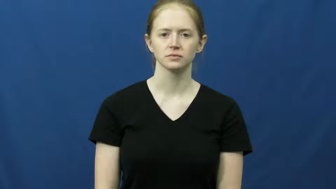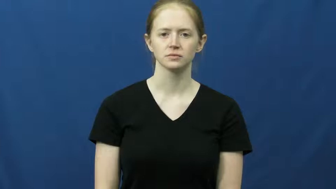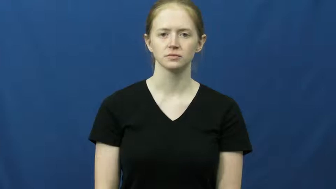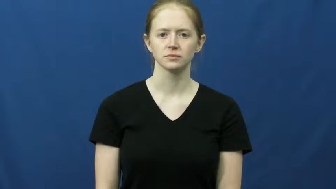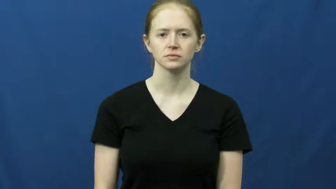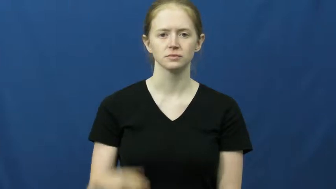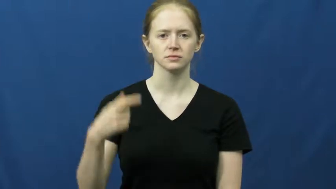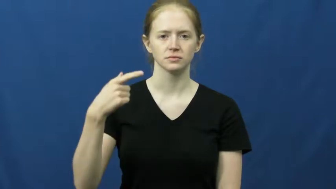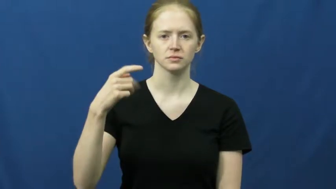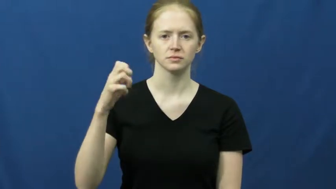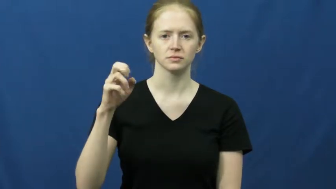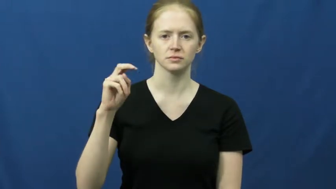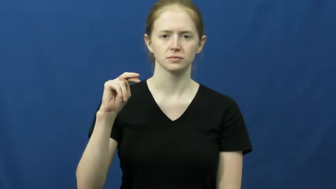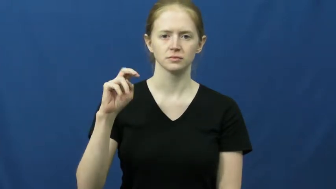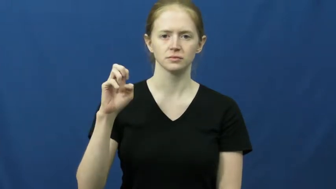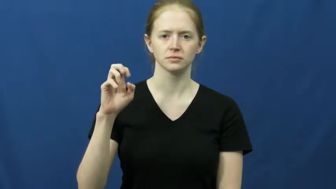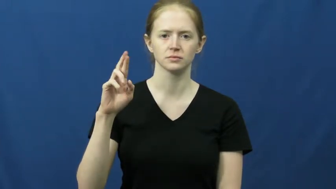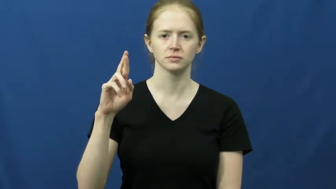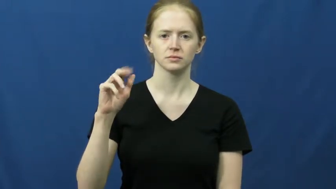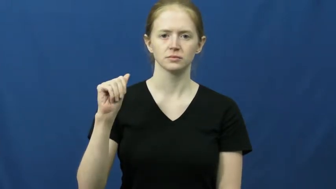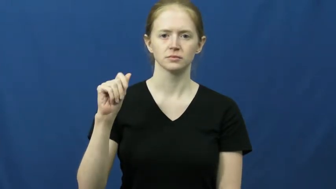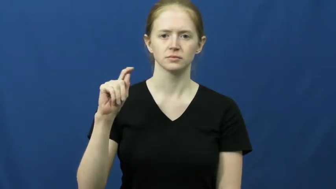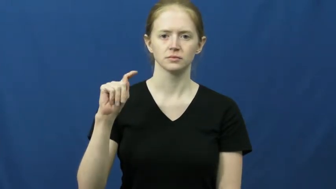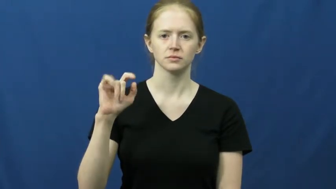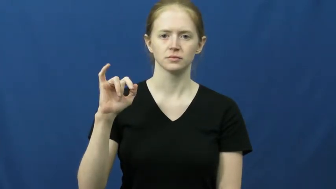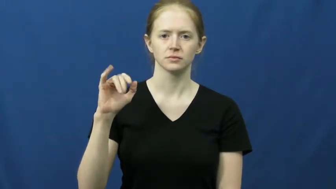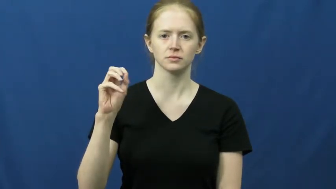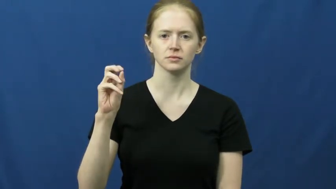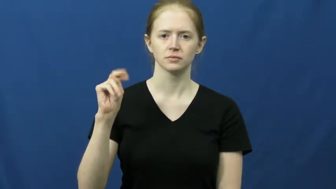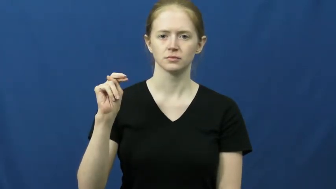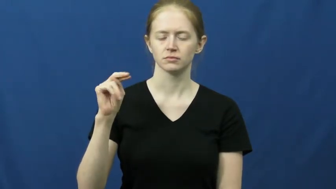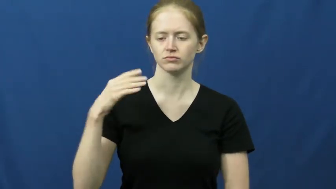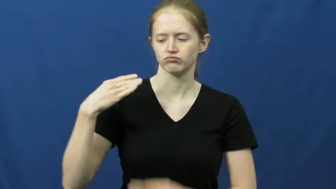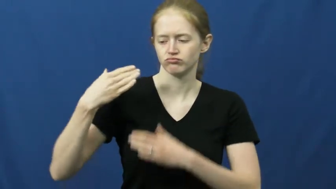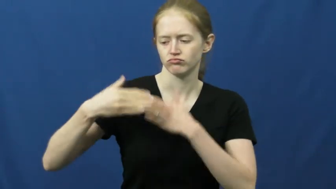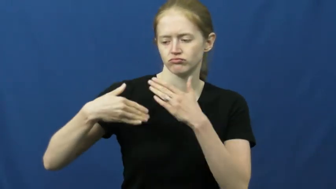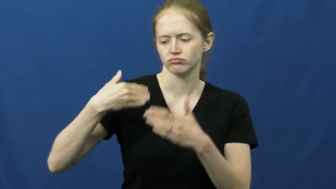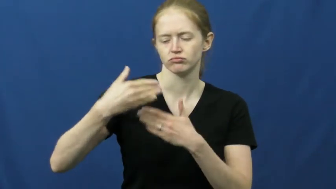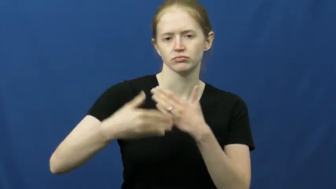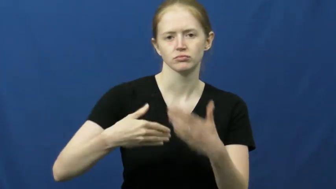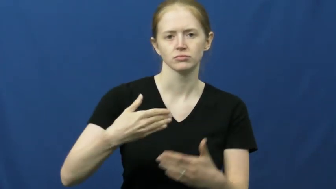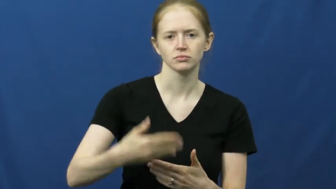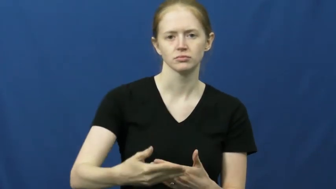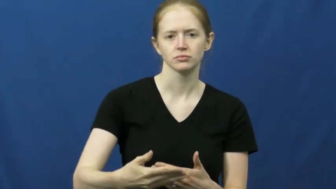generation